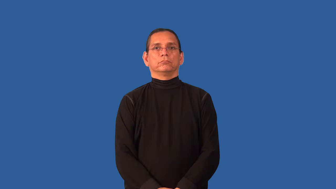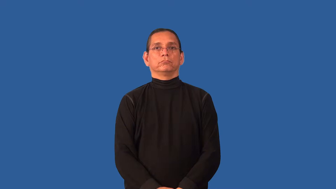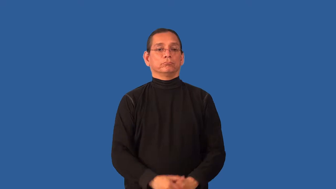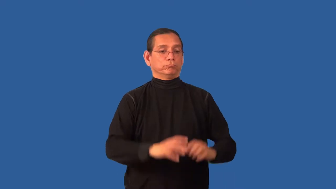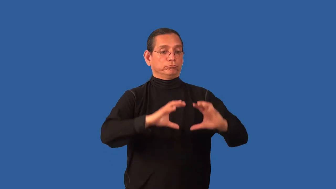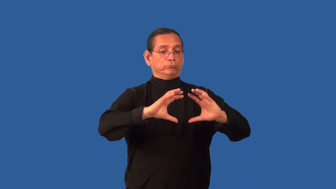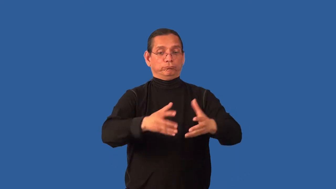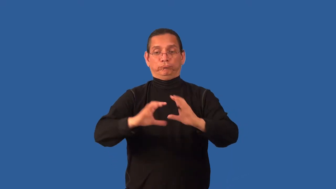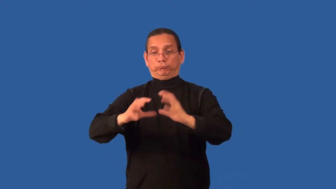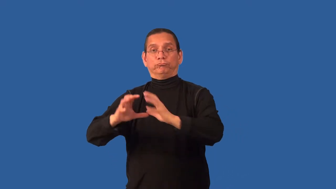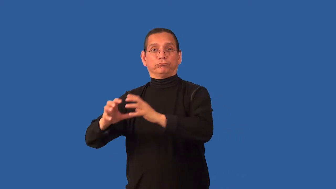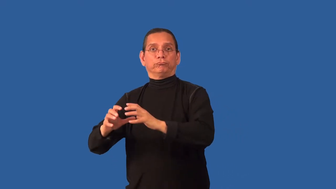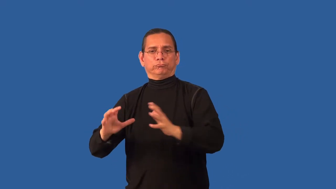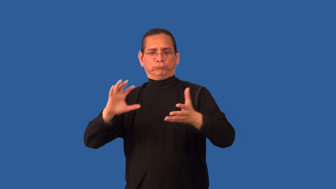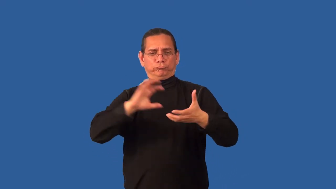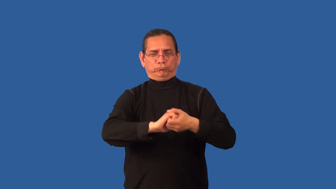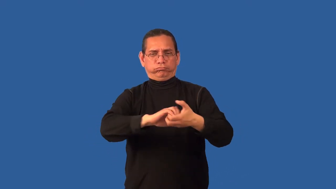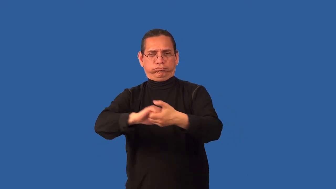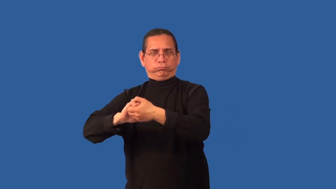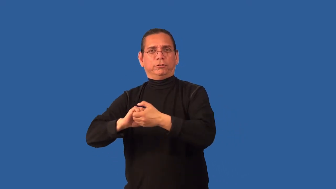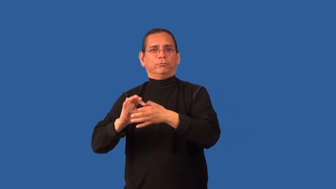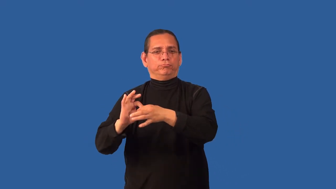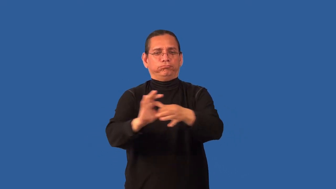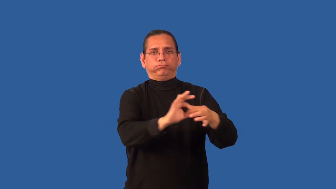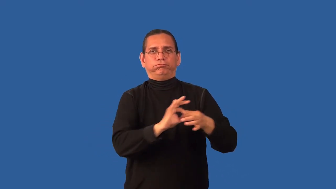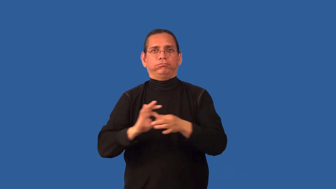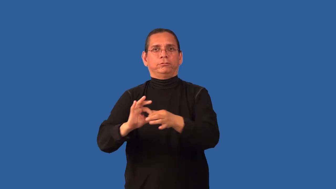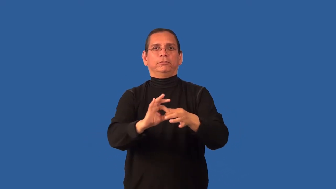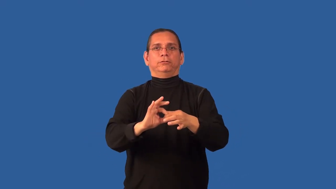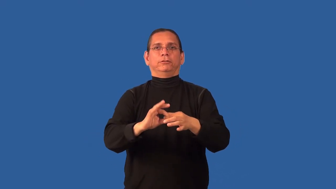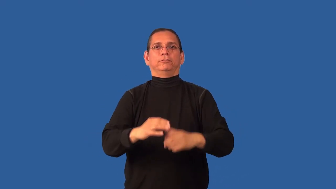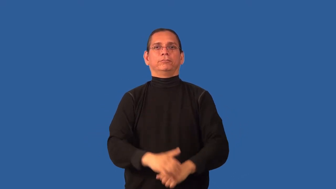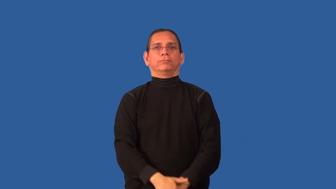coalition